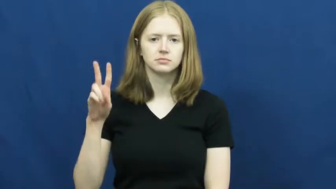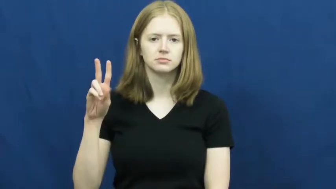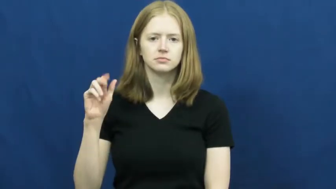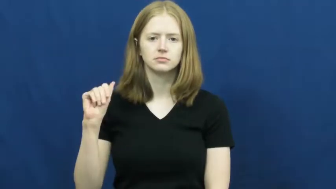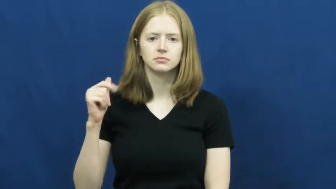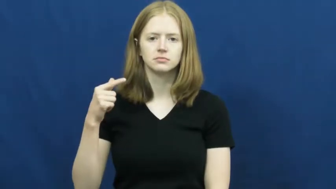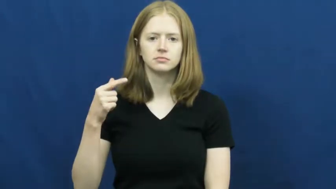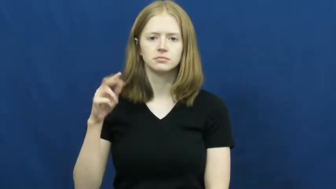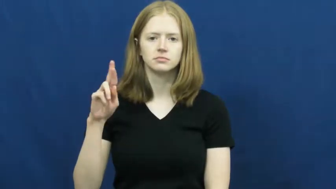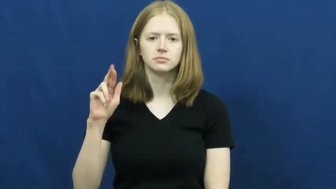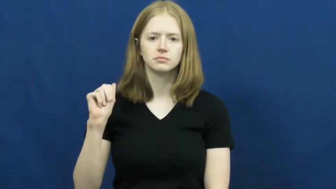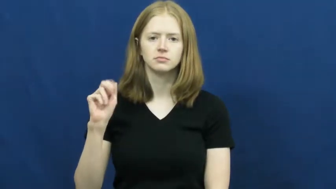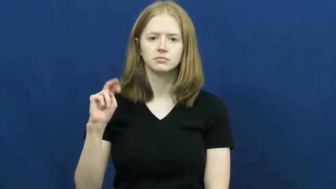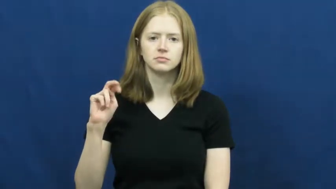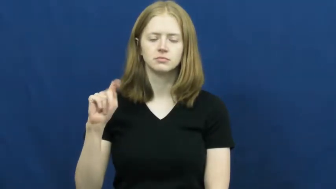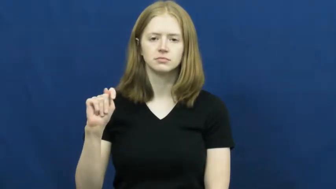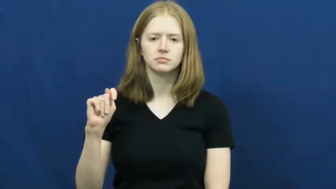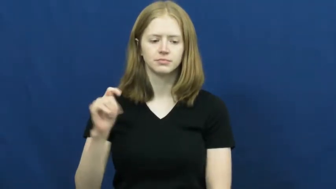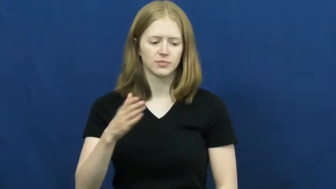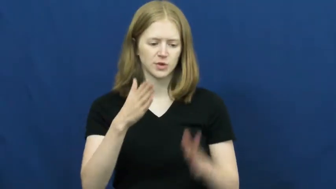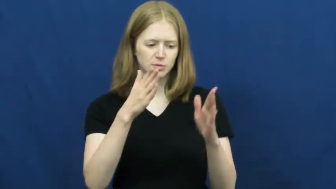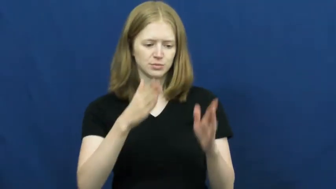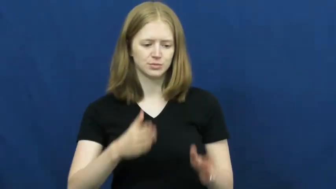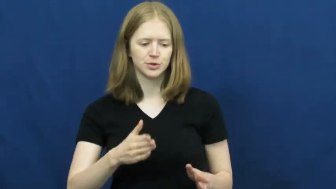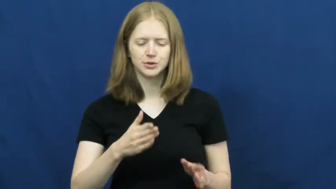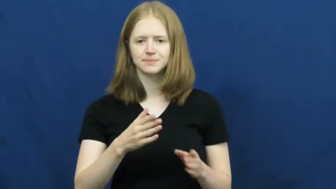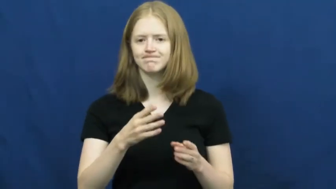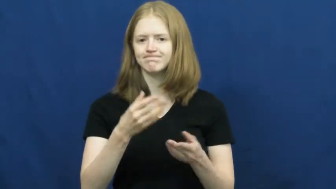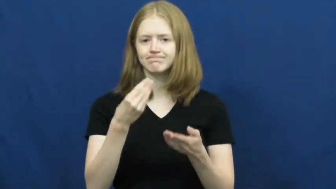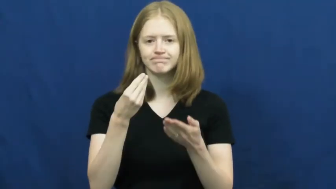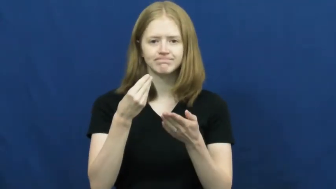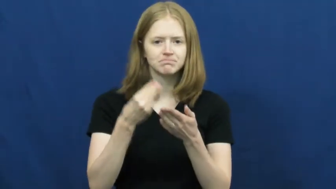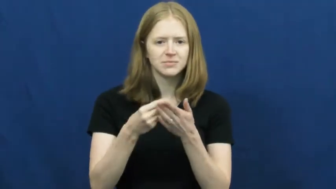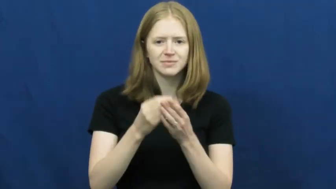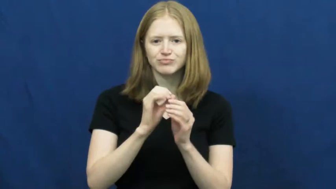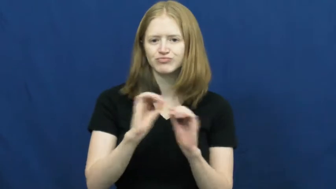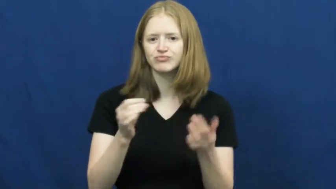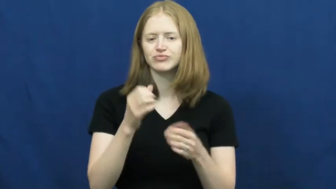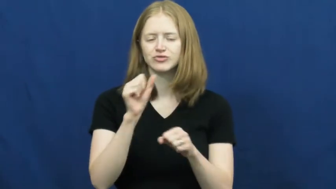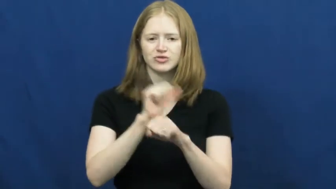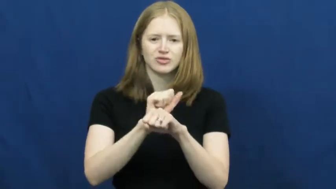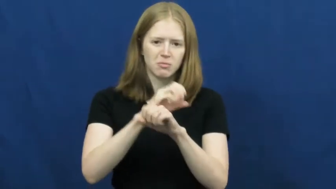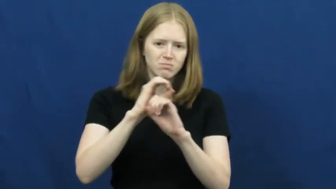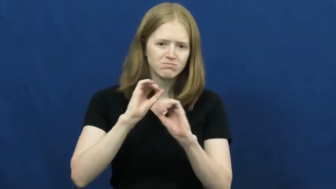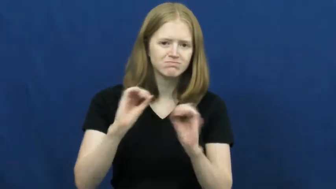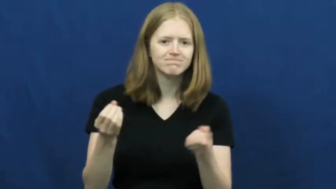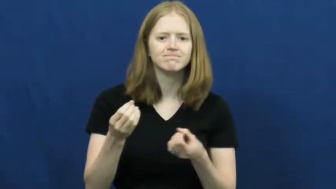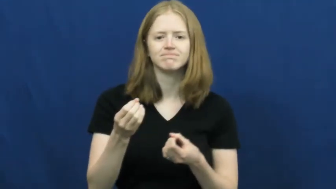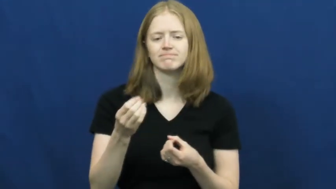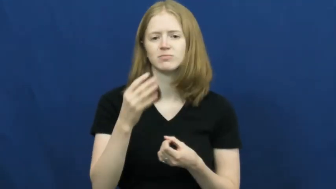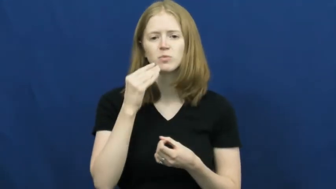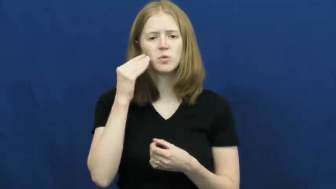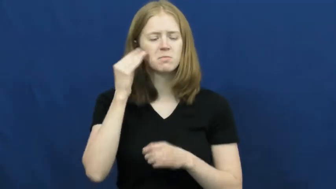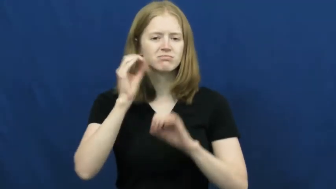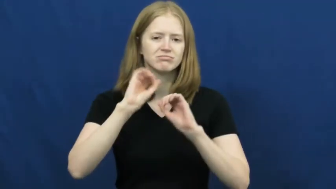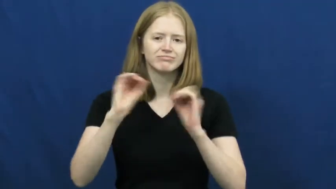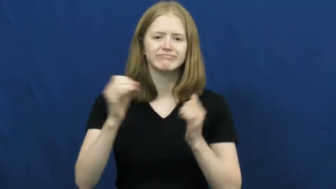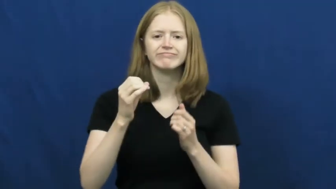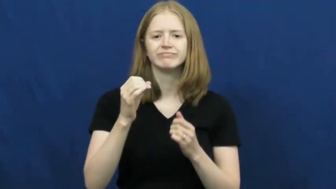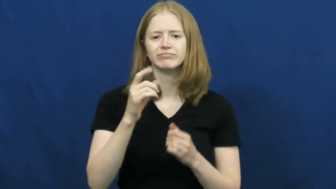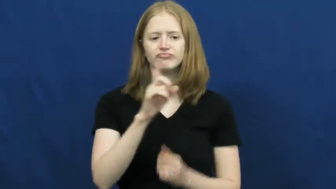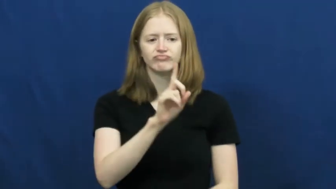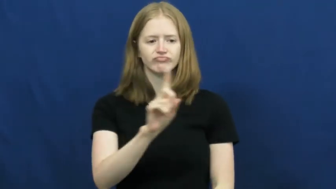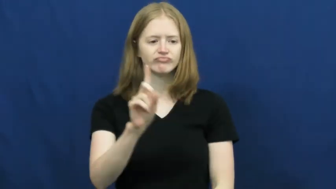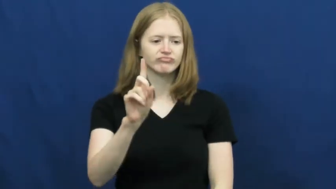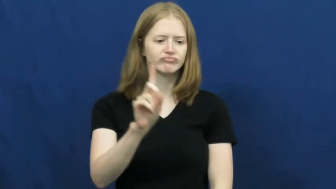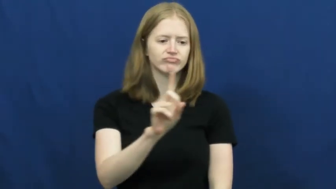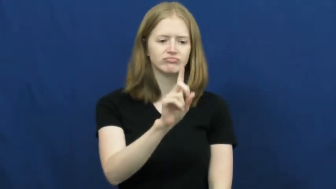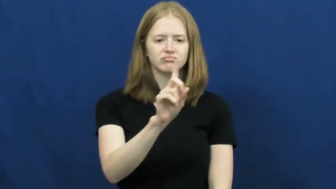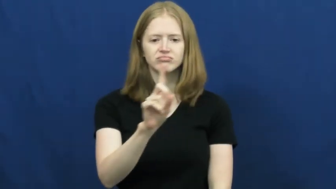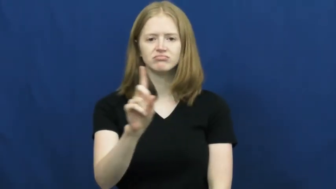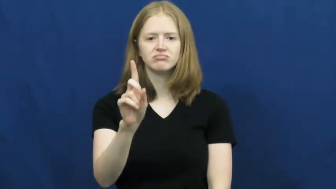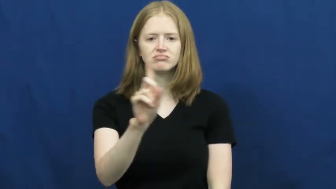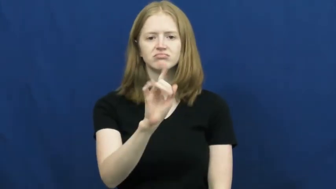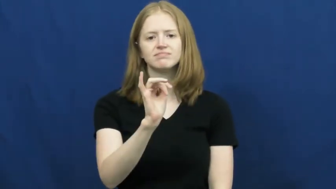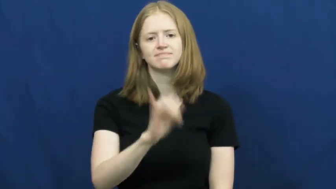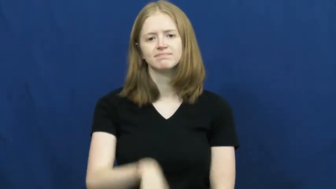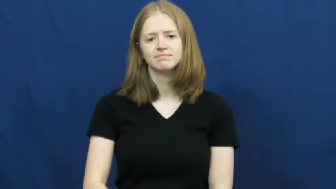vagrant